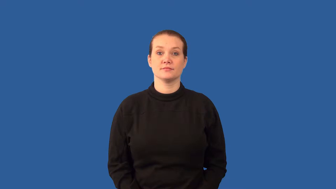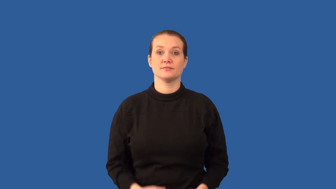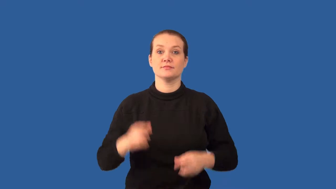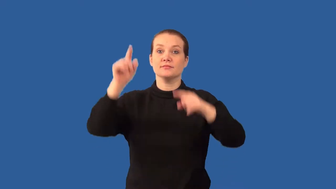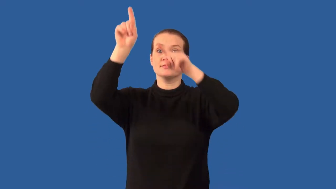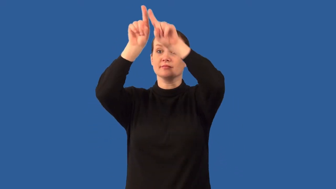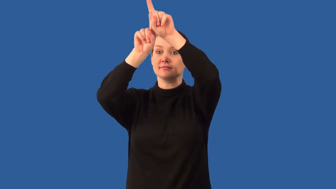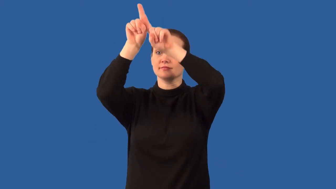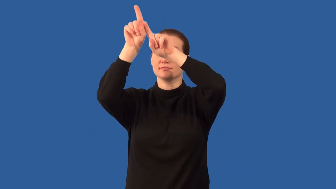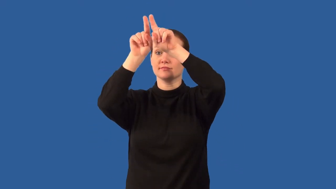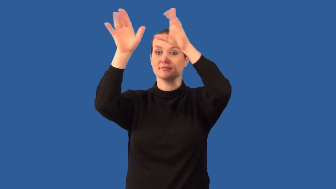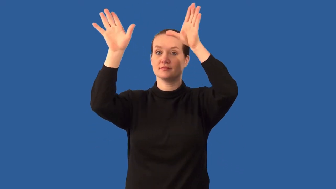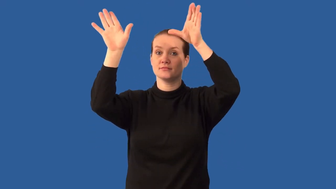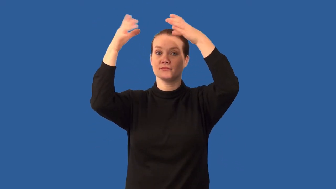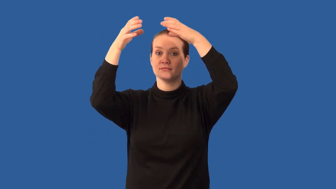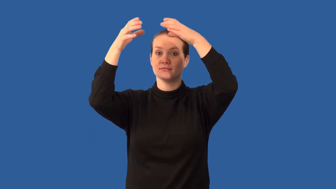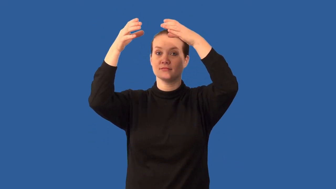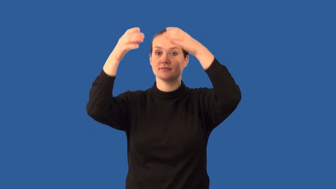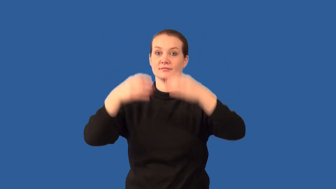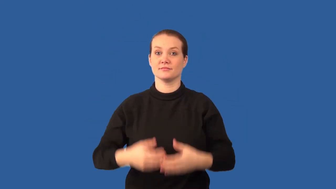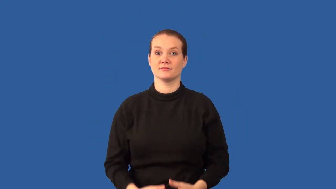constellation,asterism